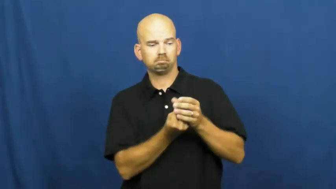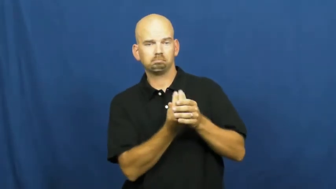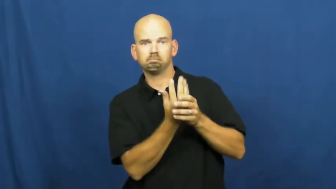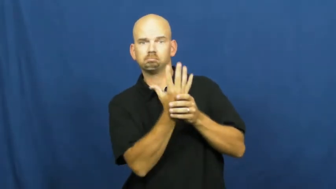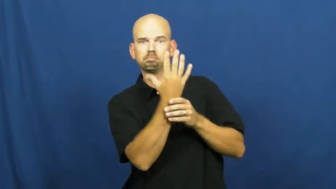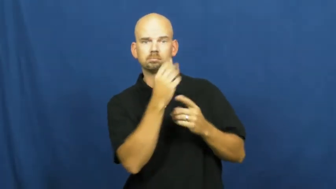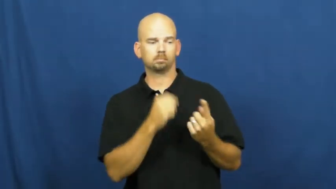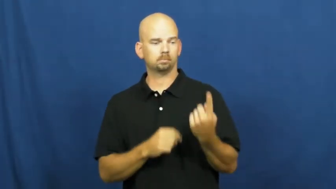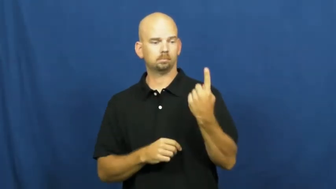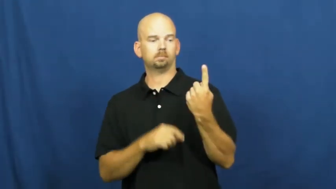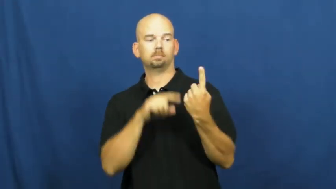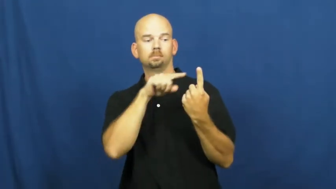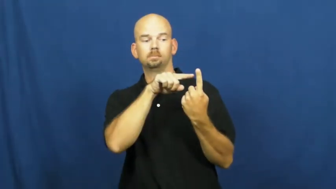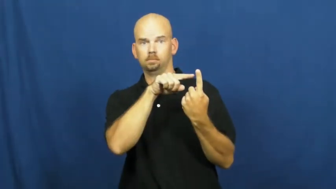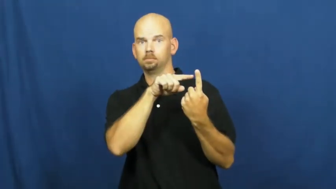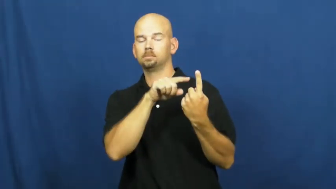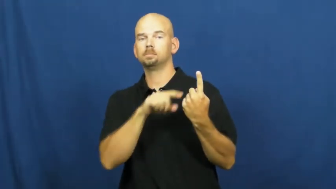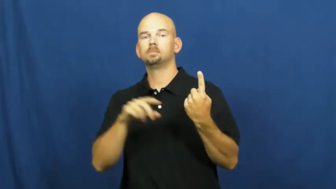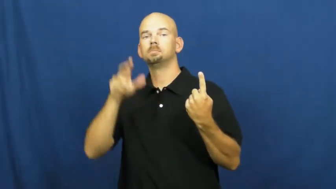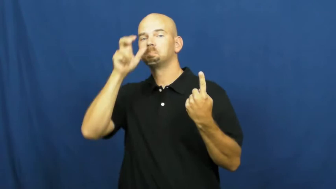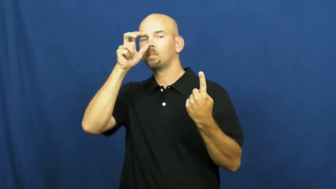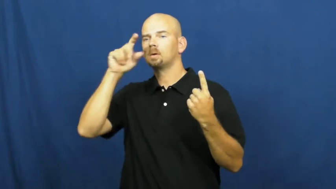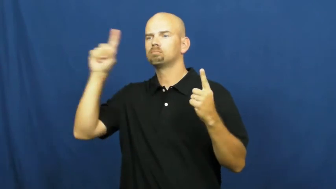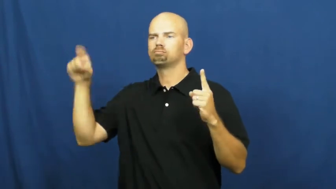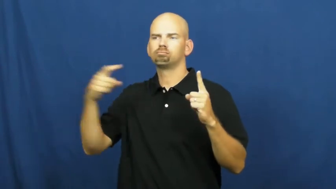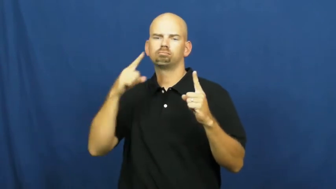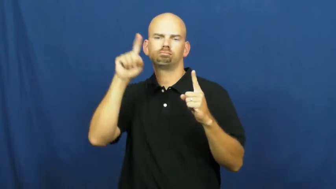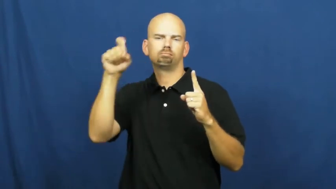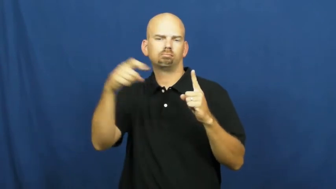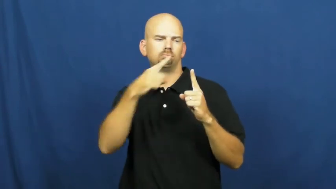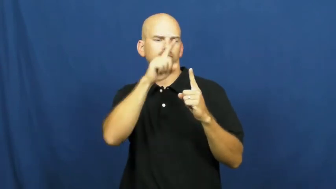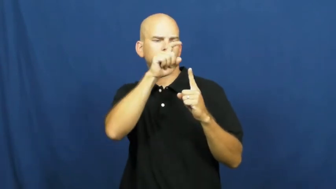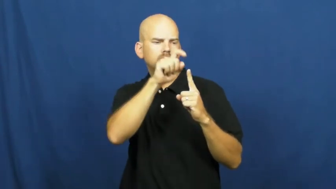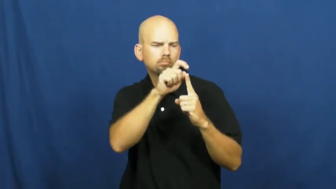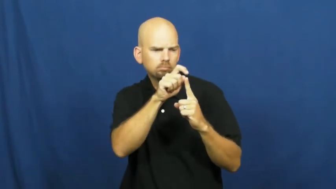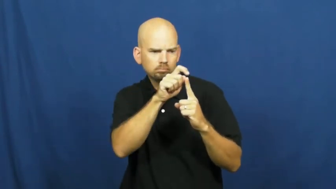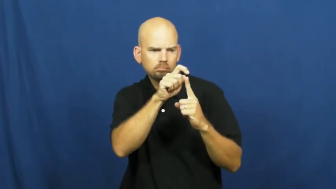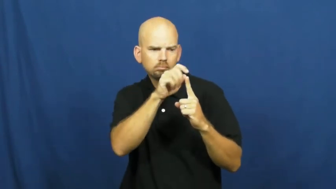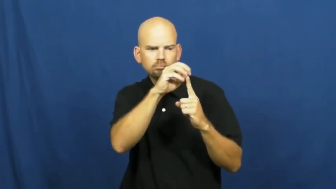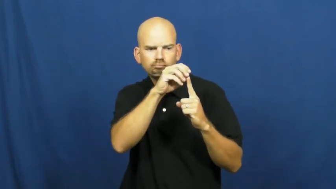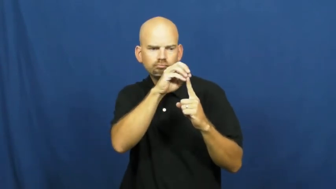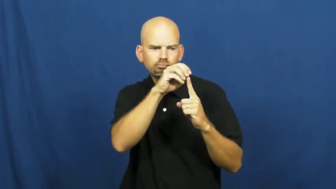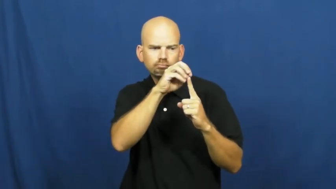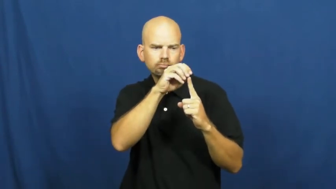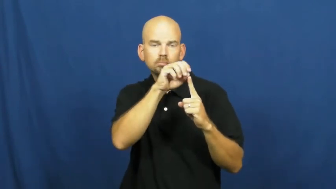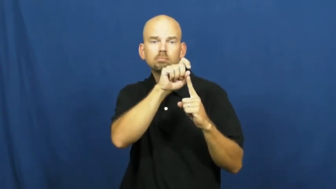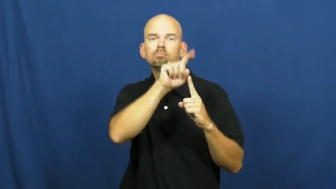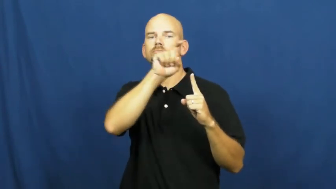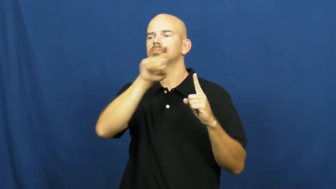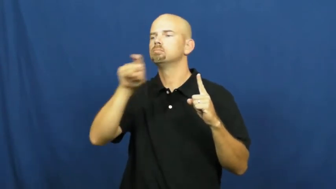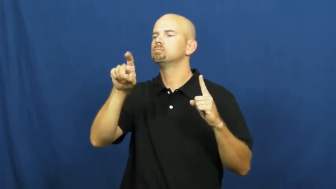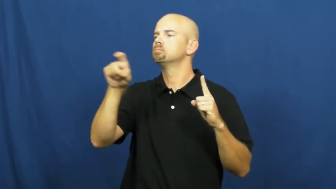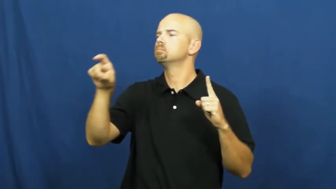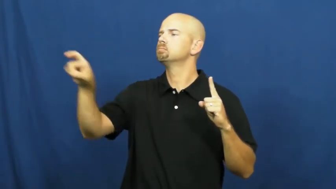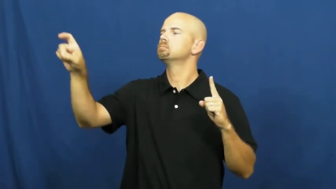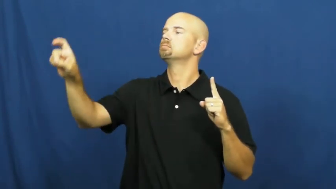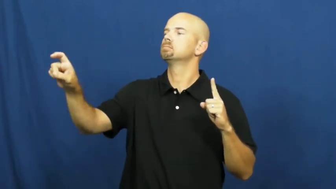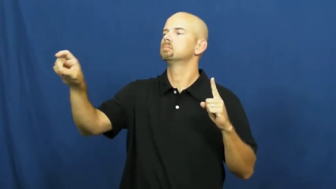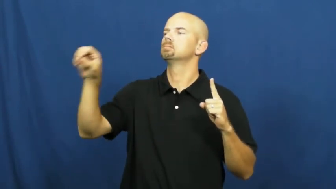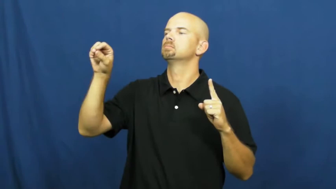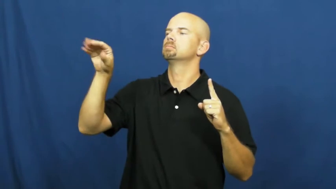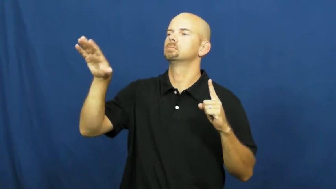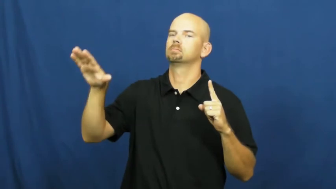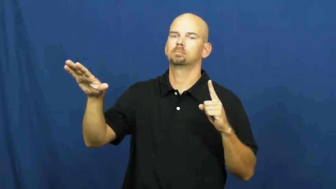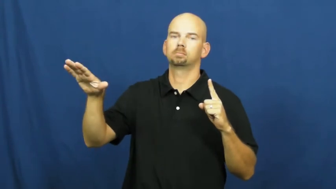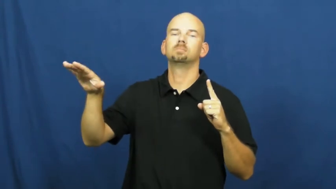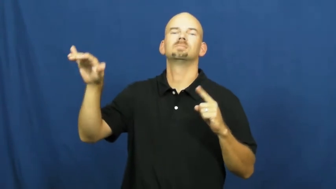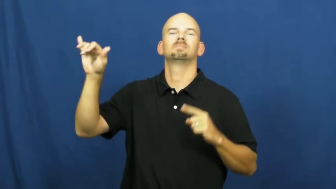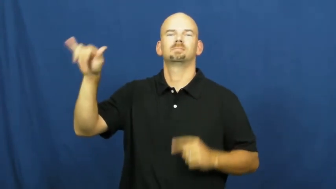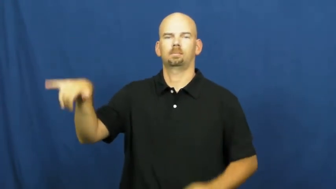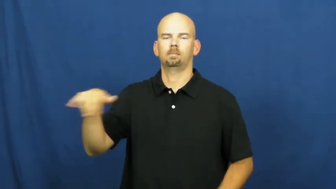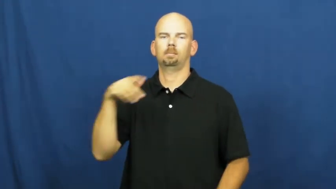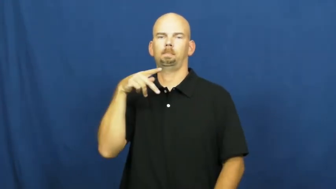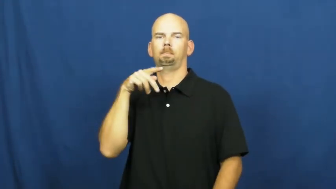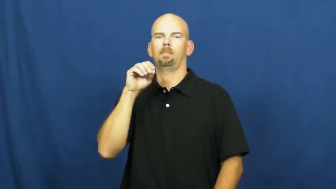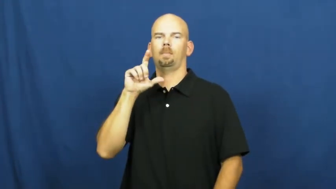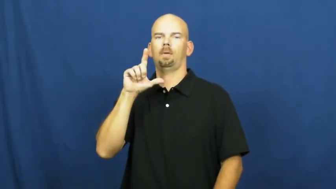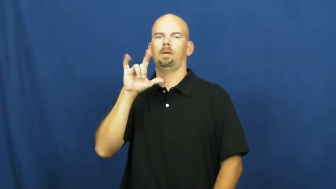pollinate